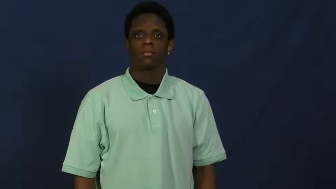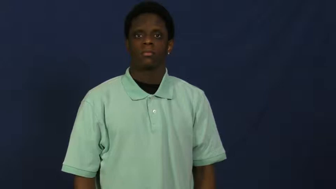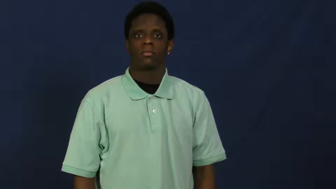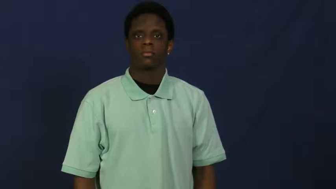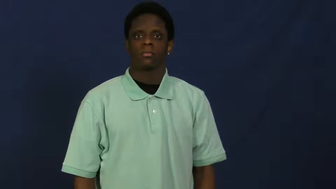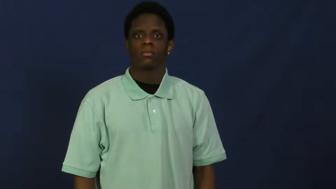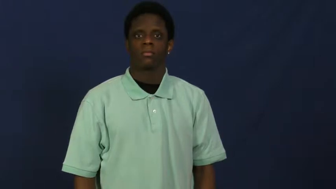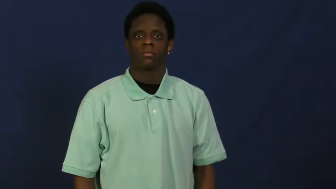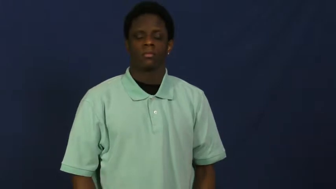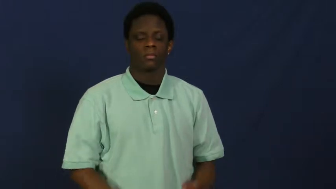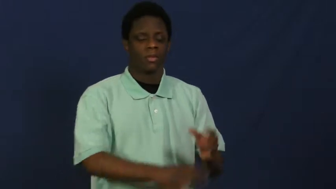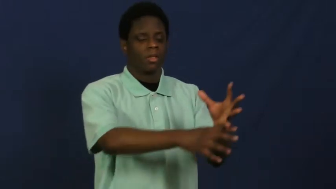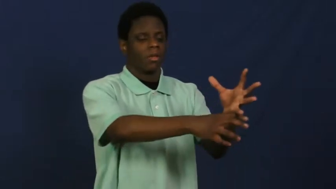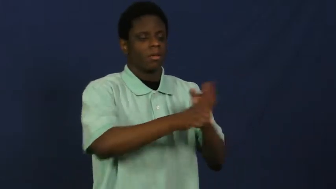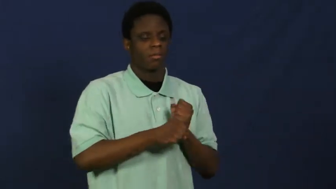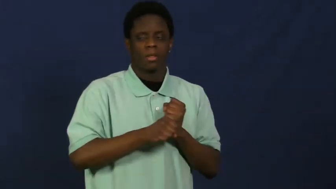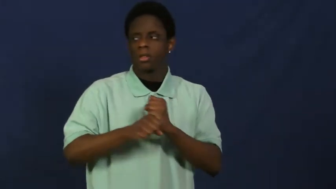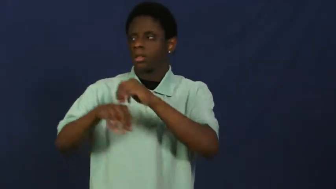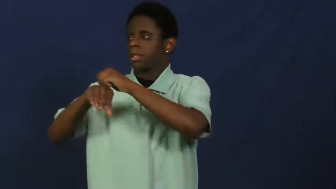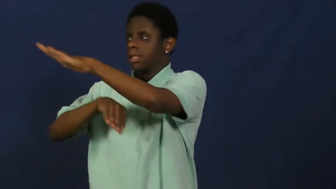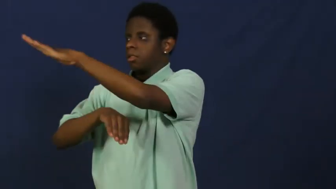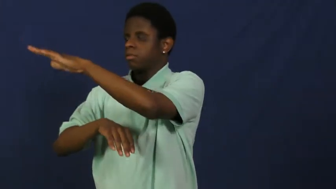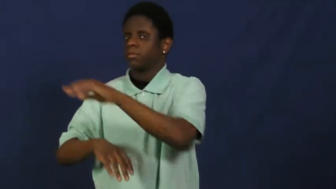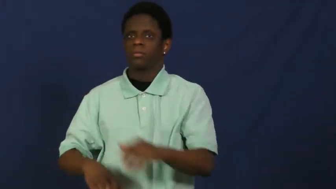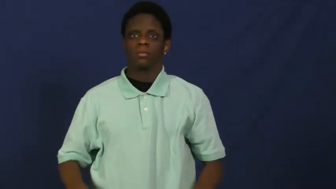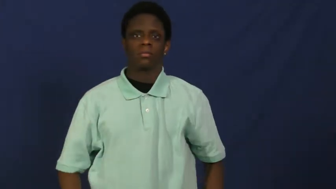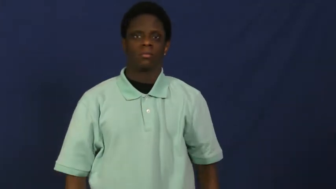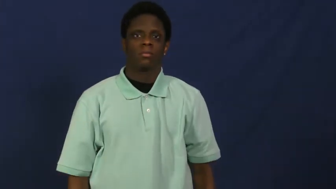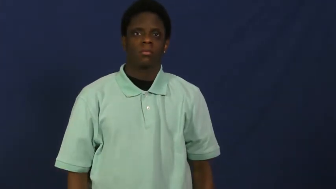relay,send on